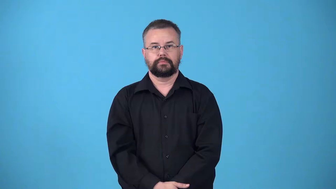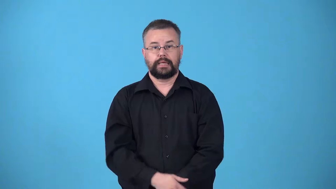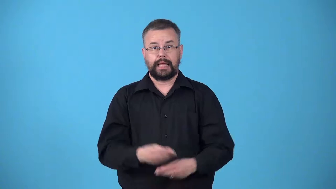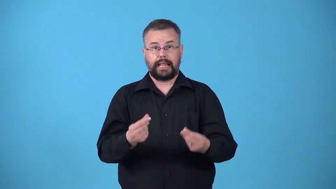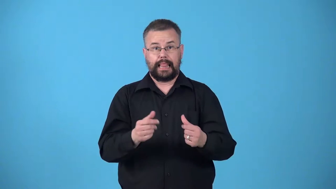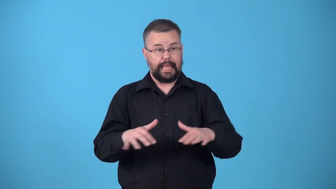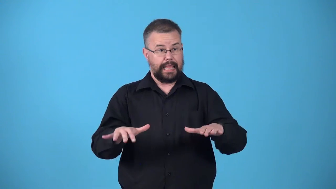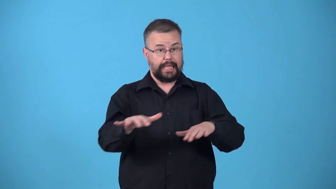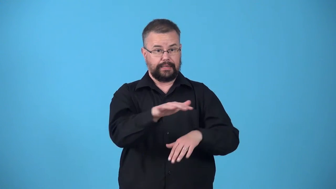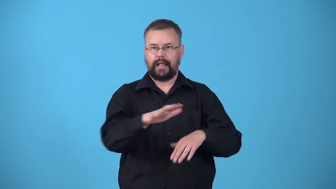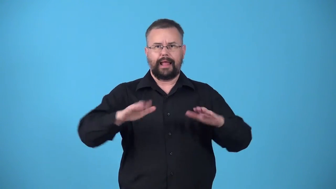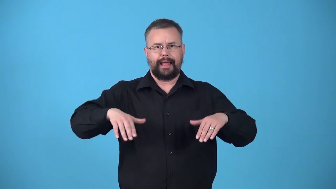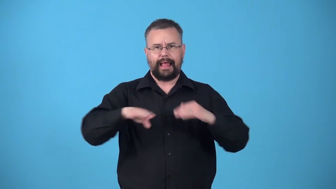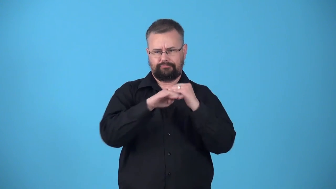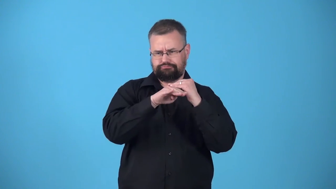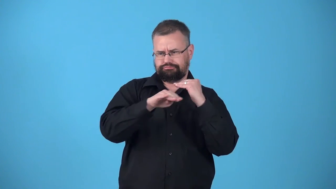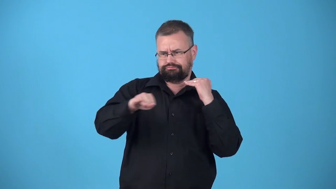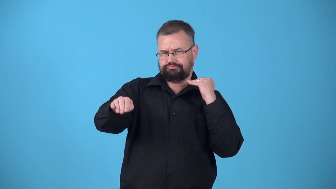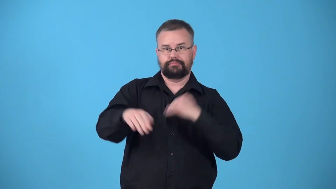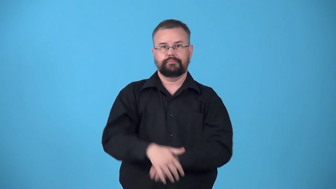ungraded-land